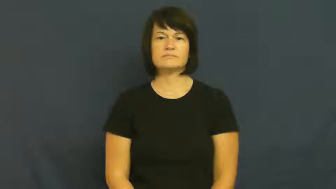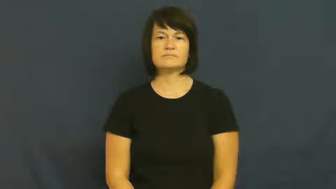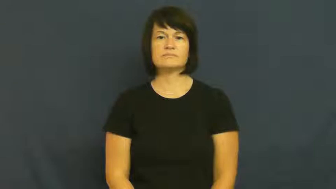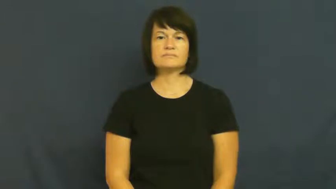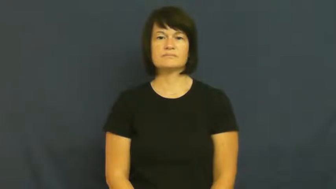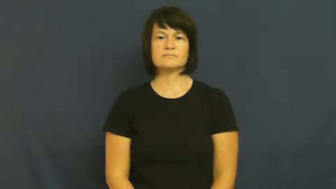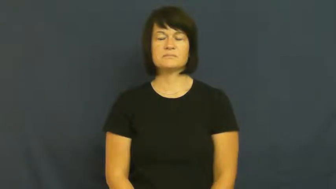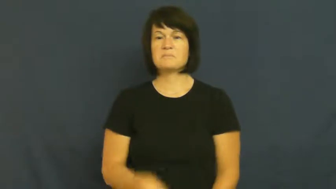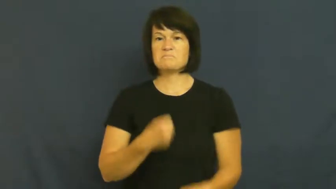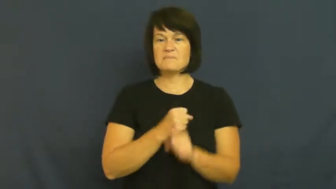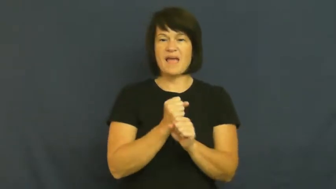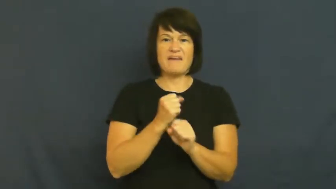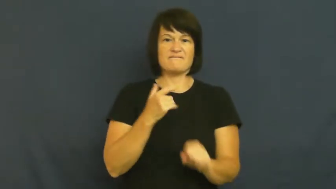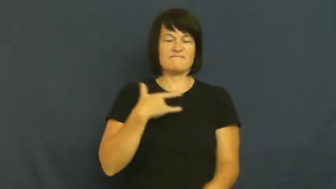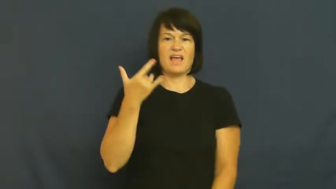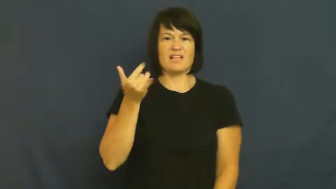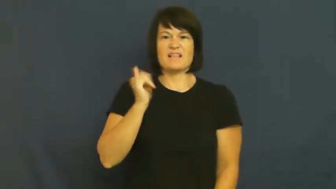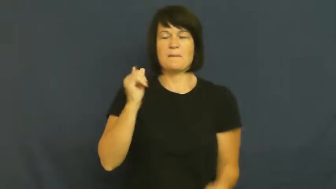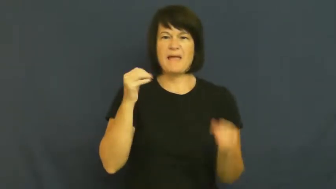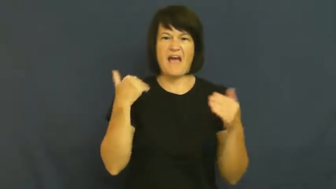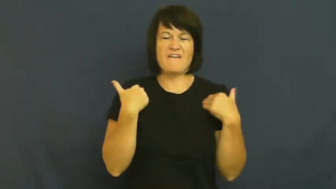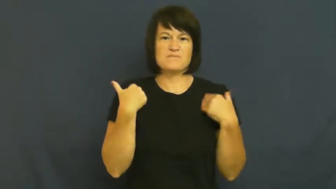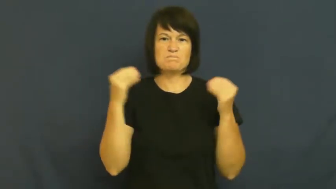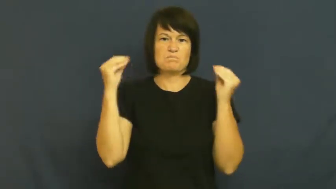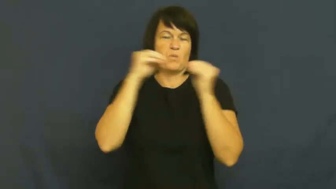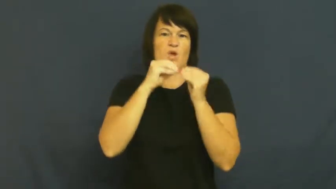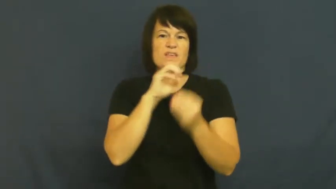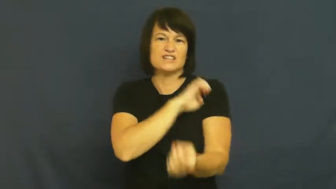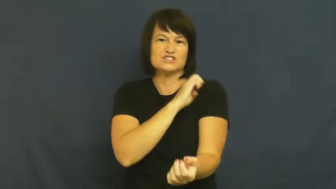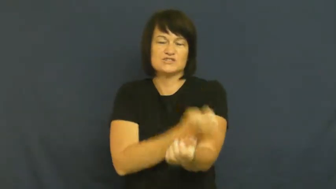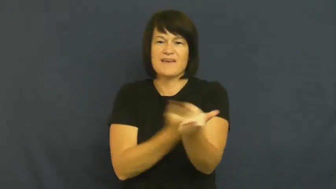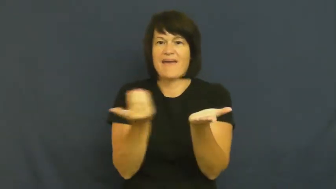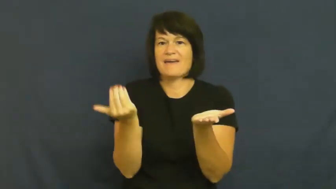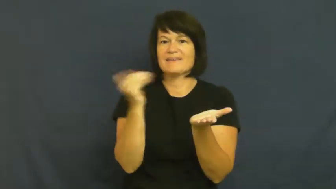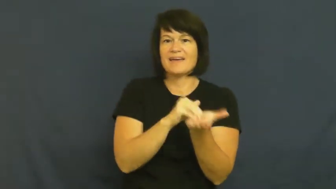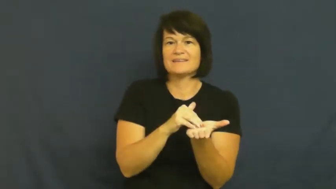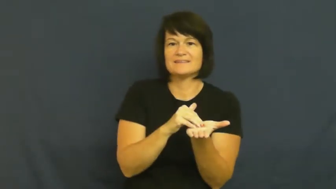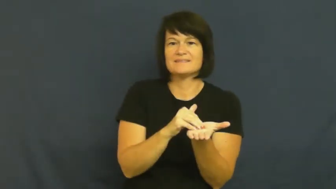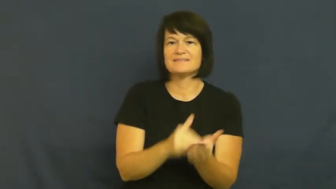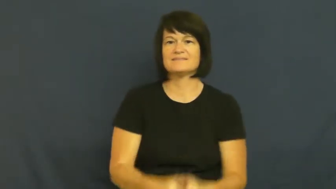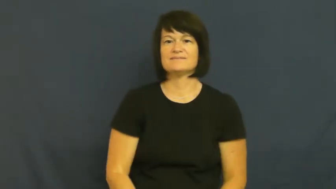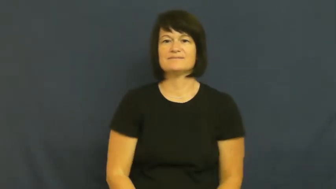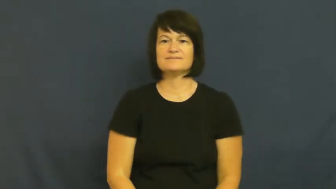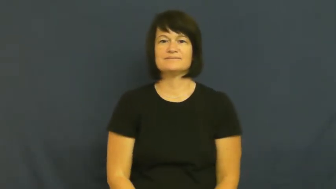refection,freshen up-energy